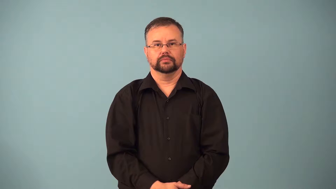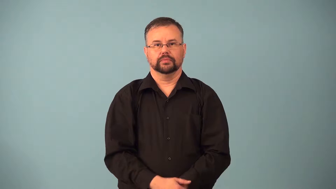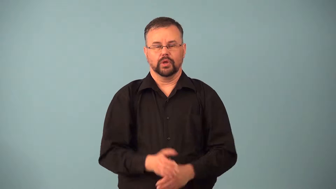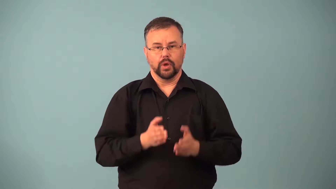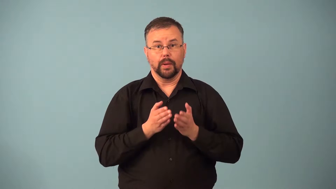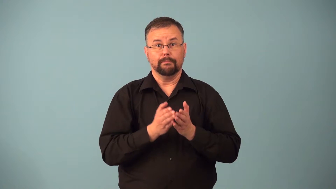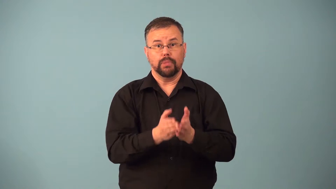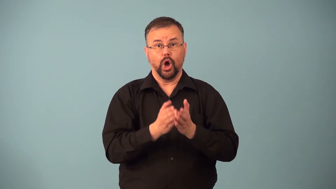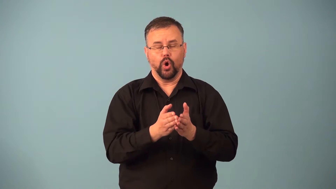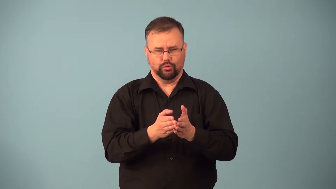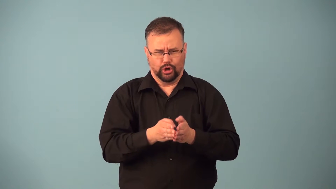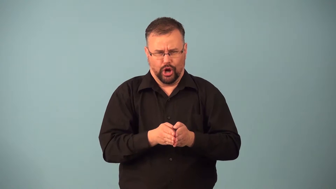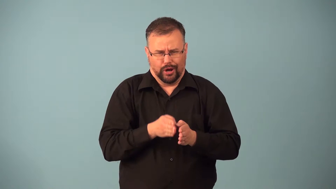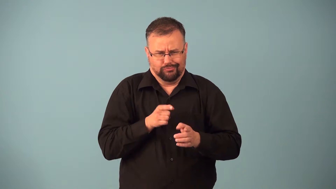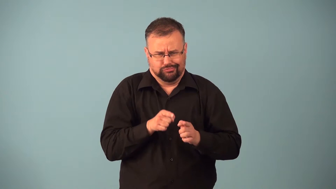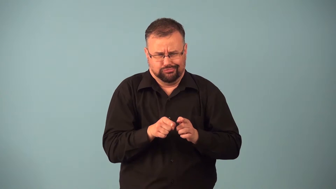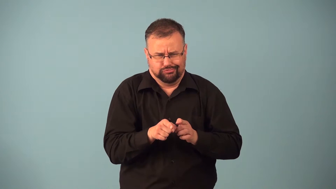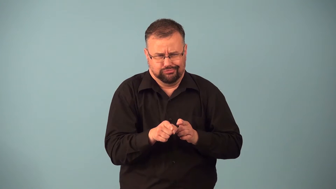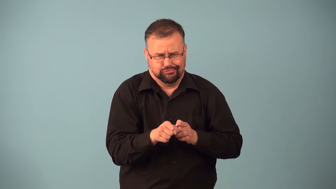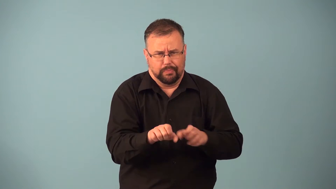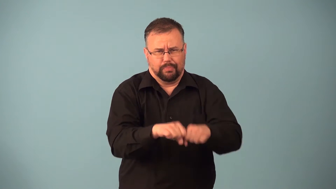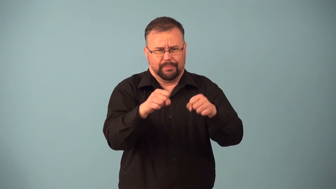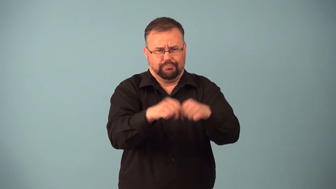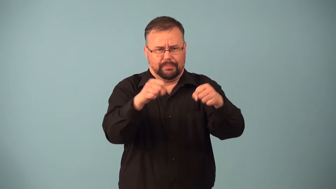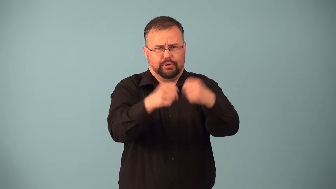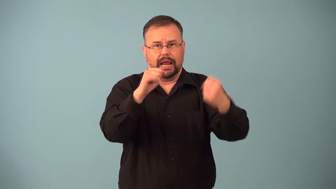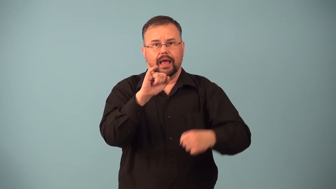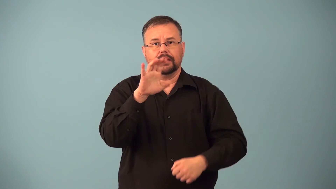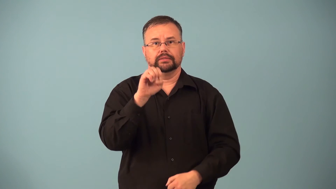icebreaker,iceboat-boat